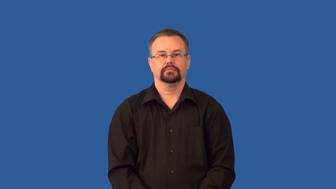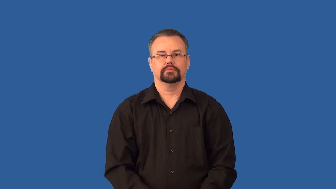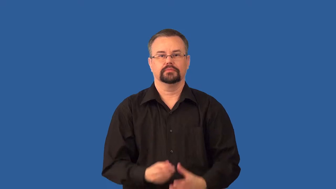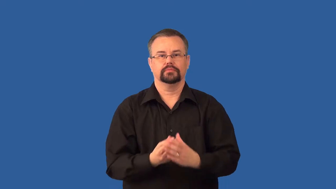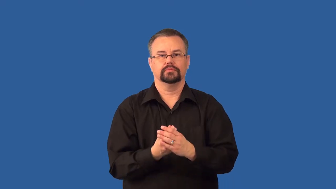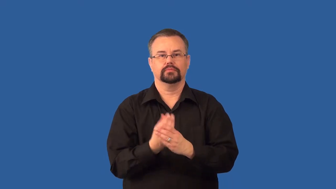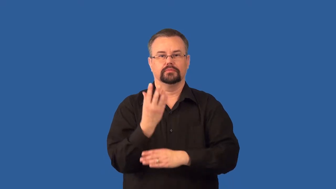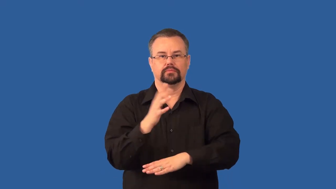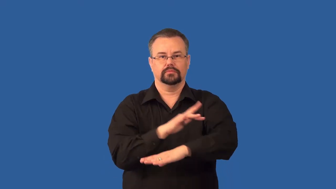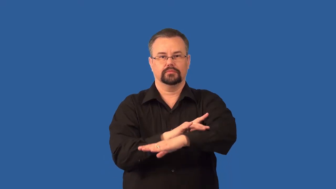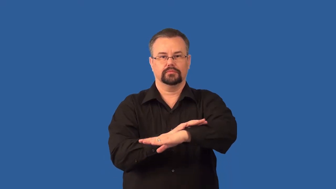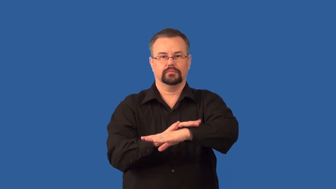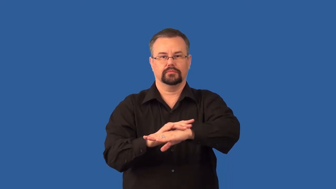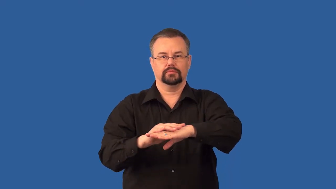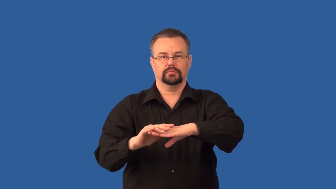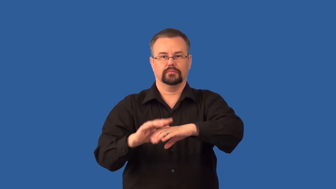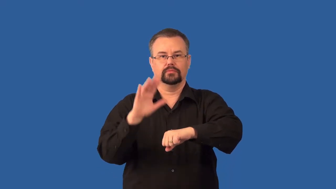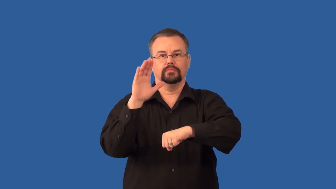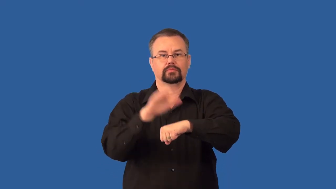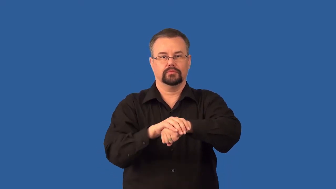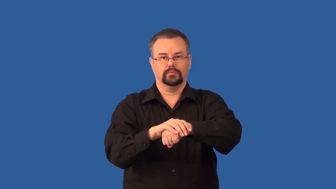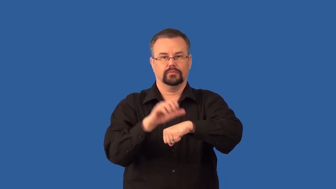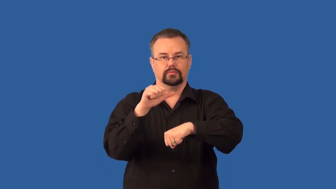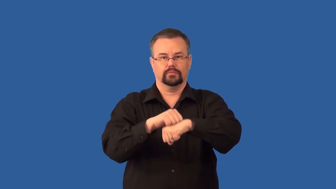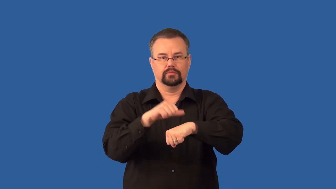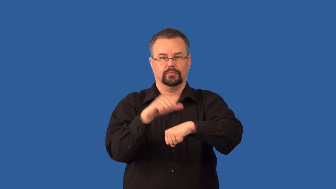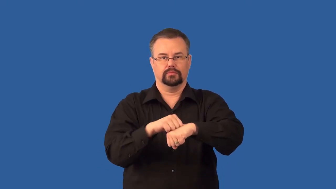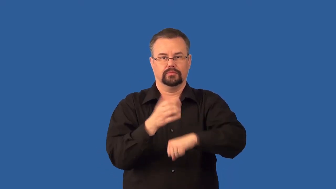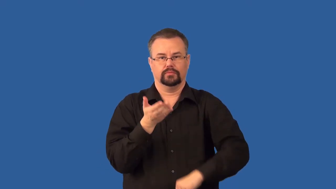lichen